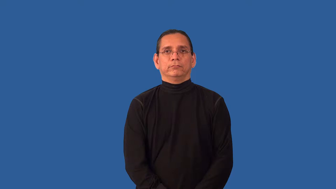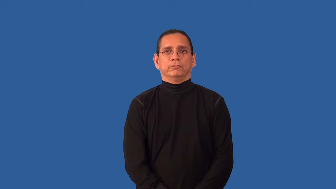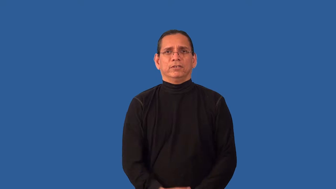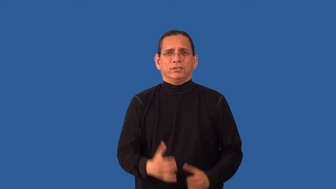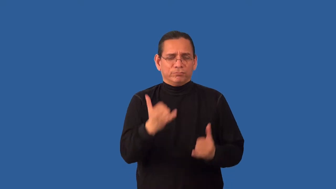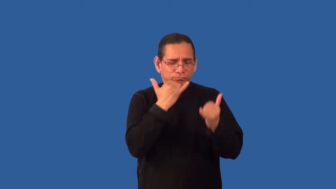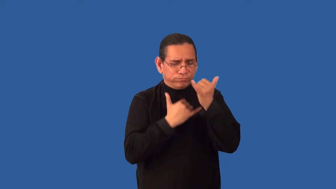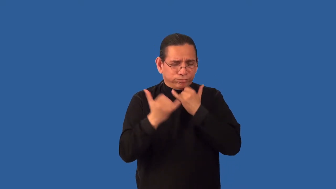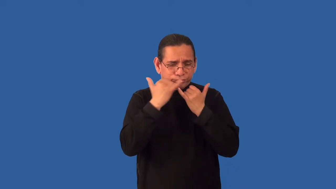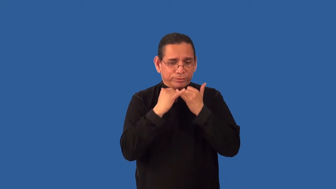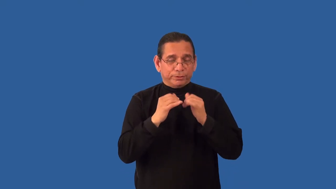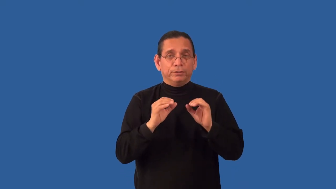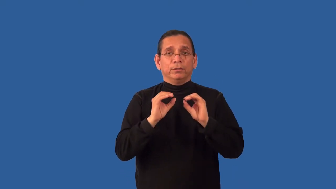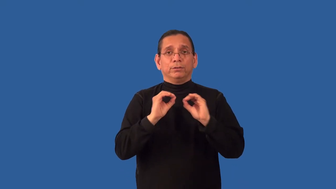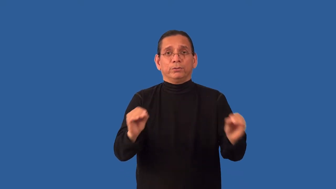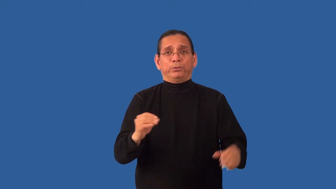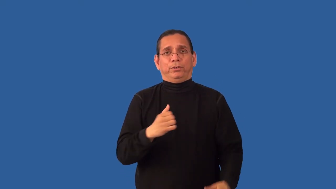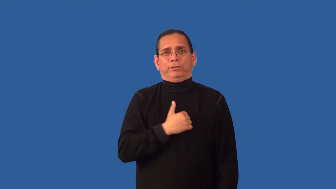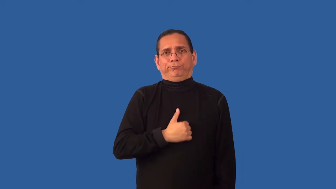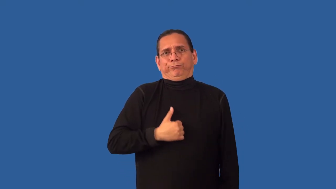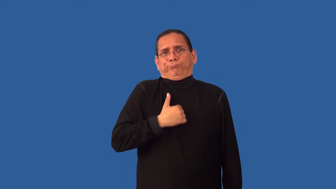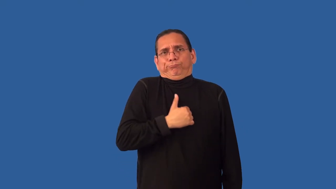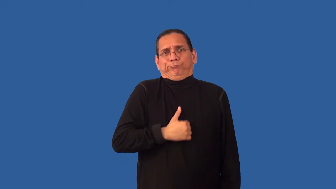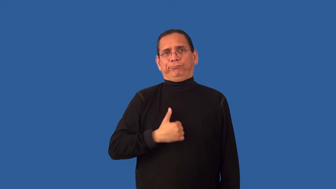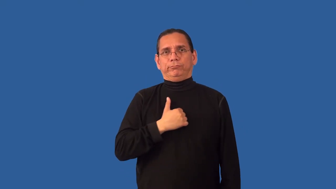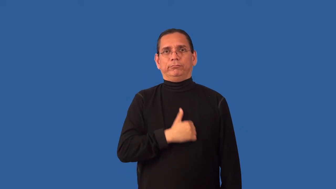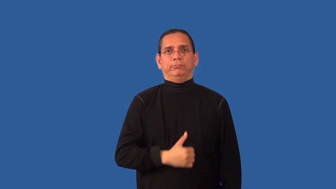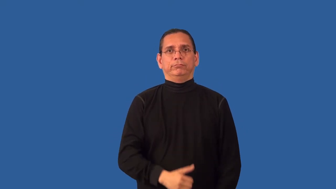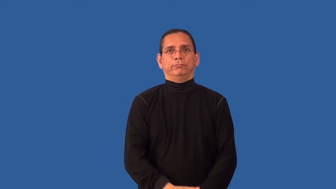unrepentant